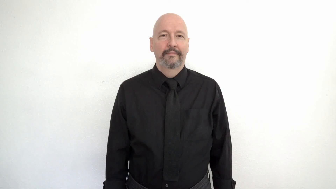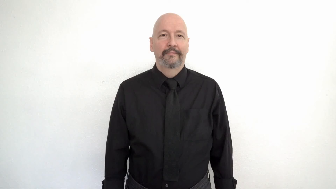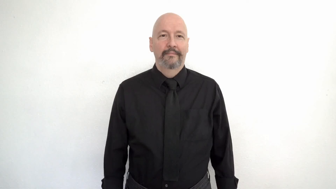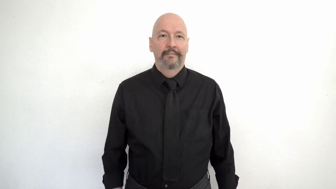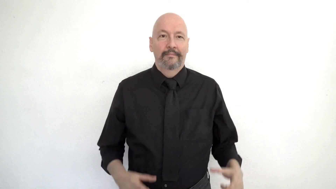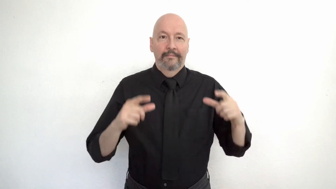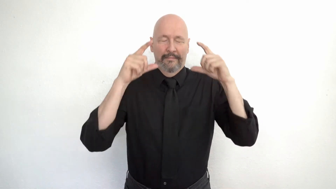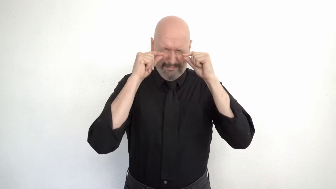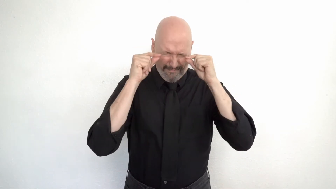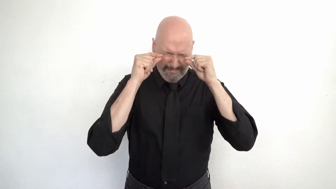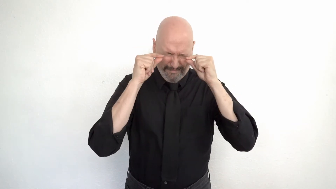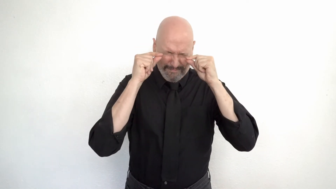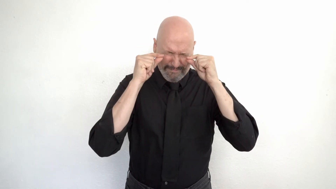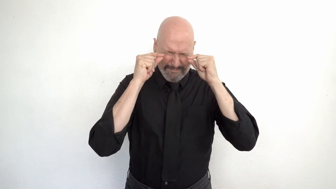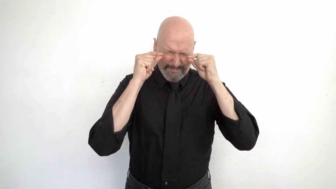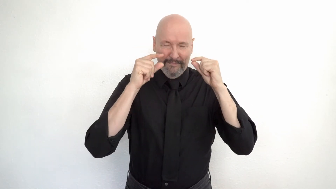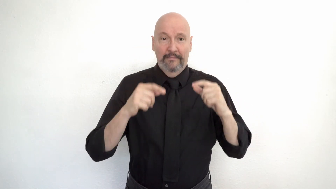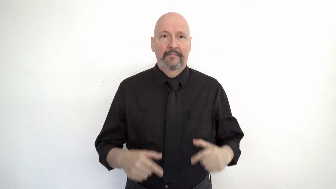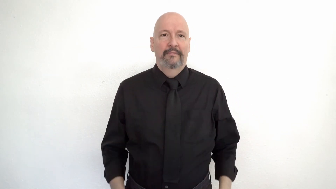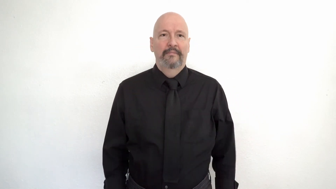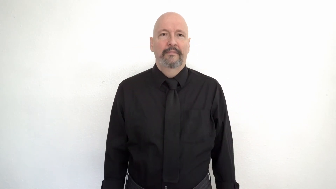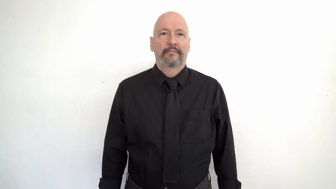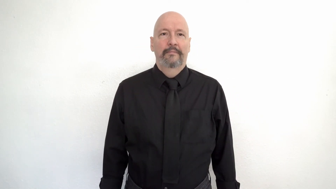close-your-EYES-hard! / eyes shut tight